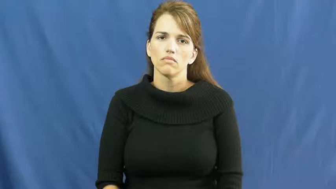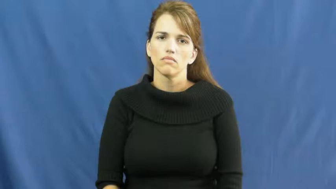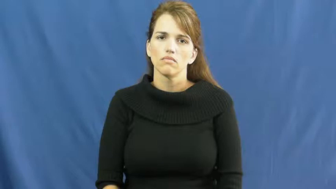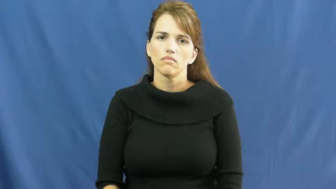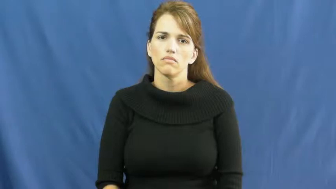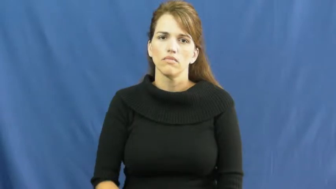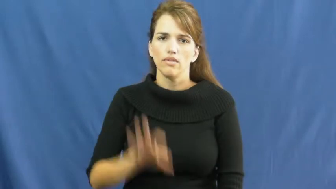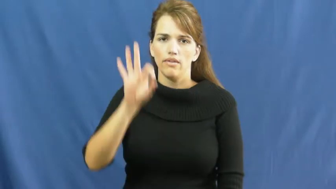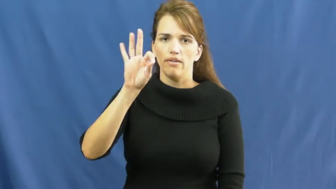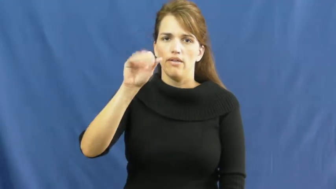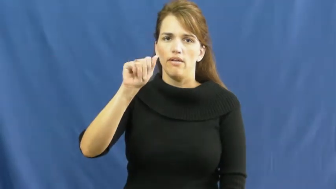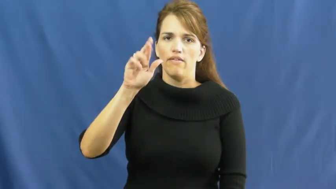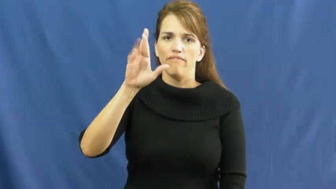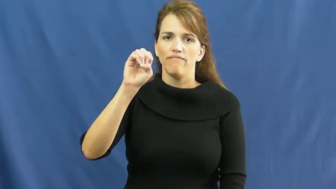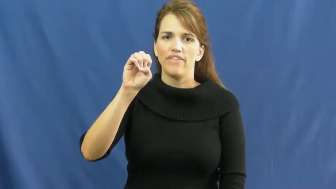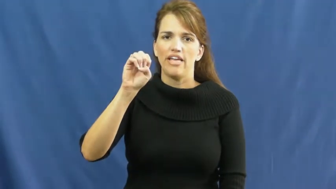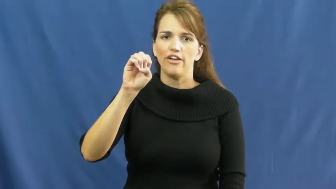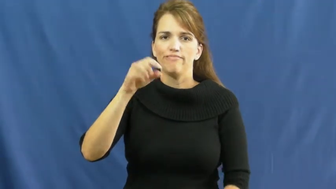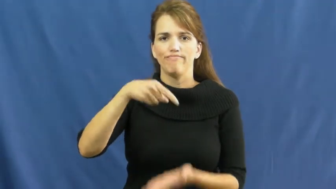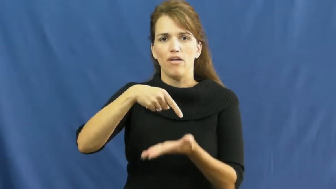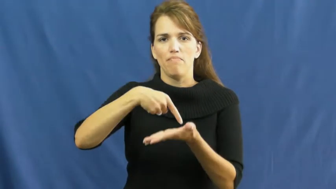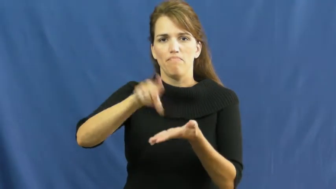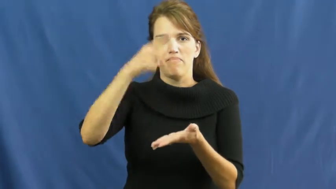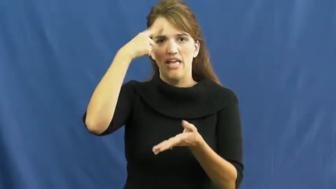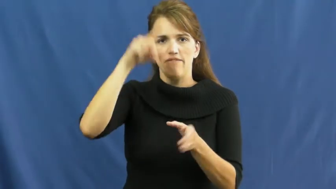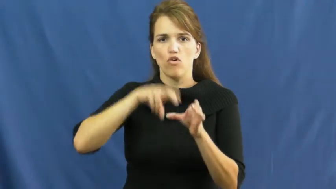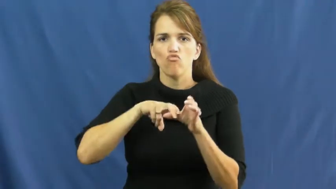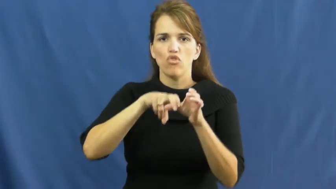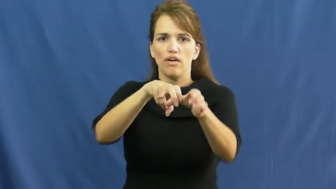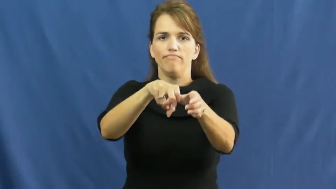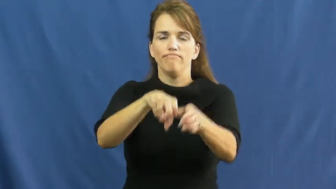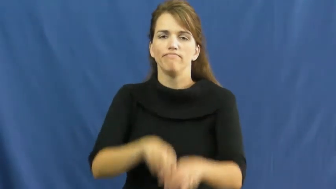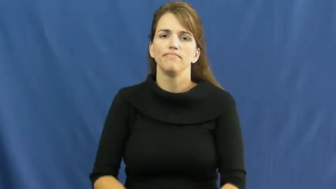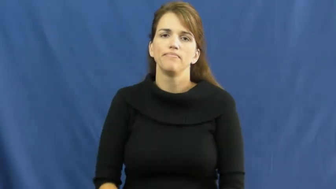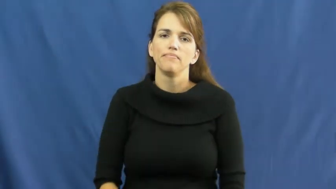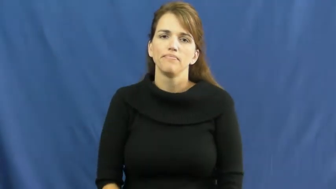fare